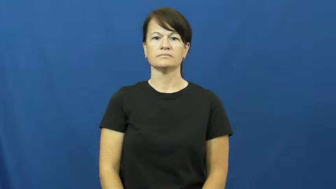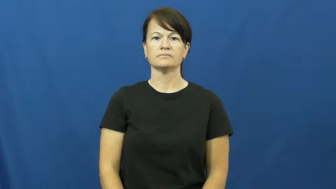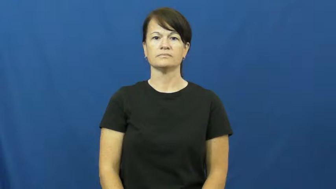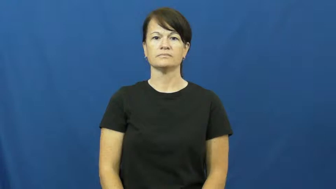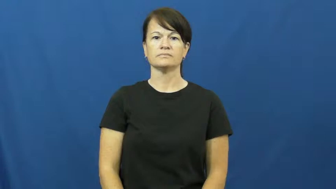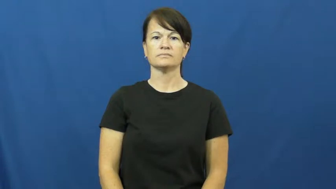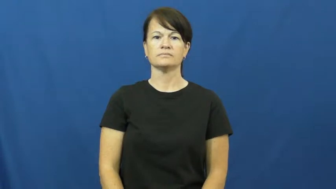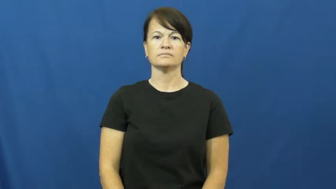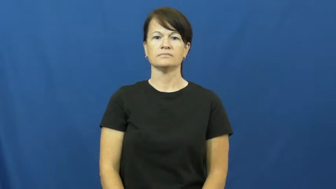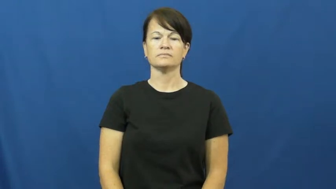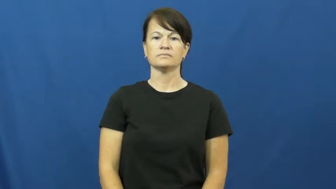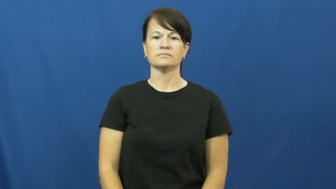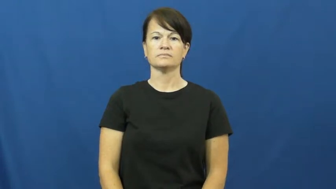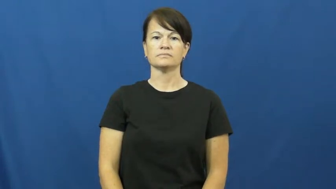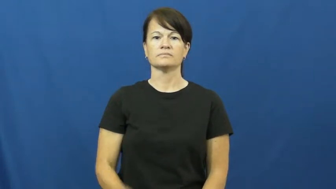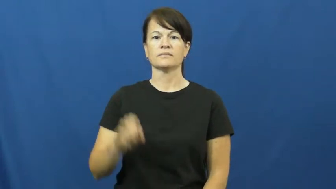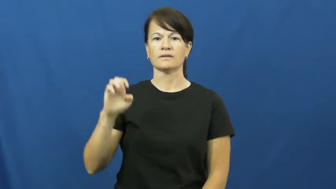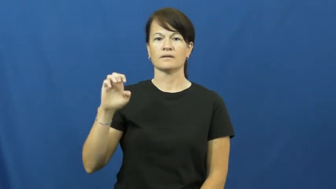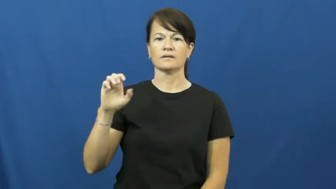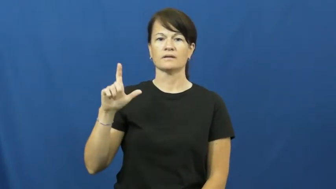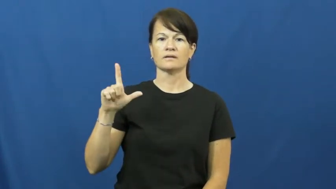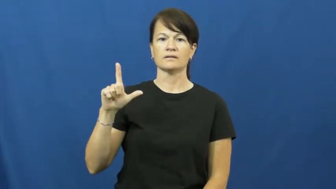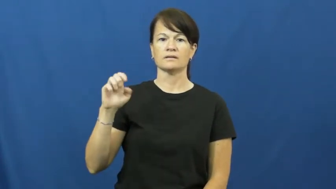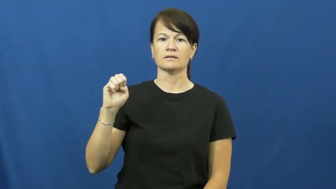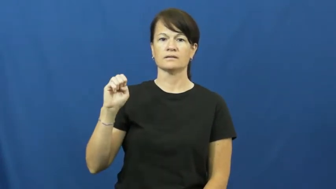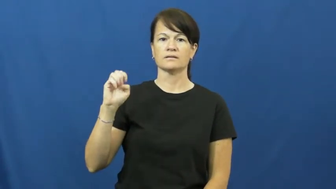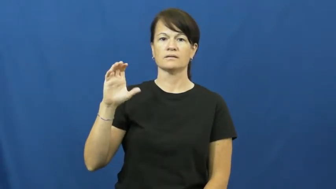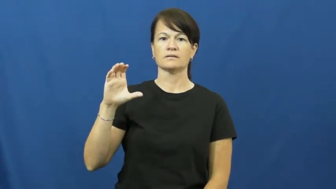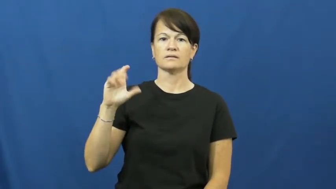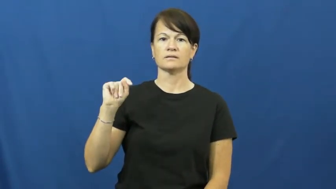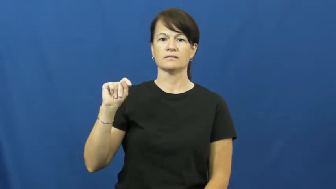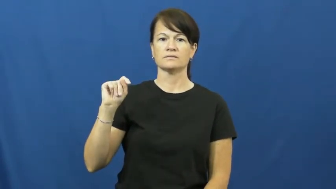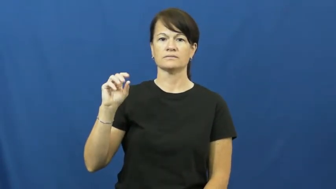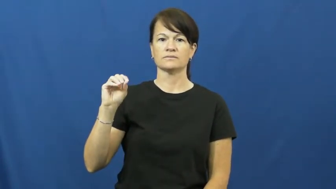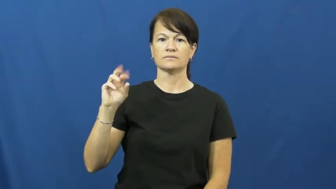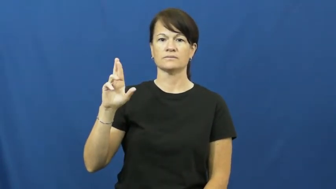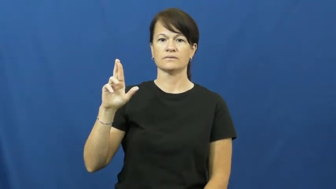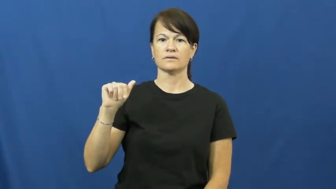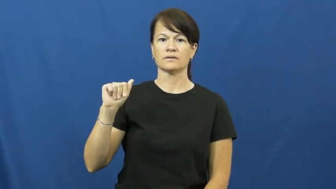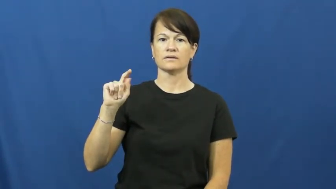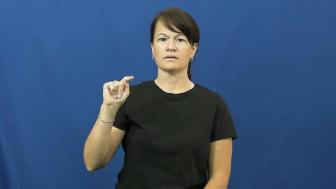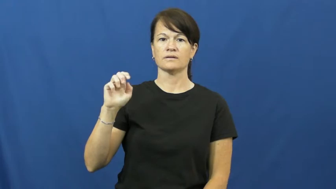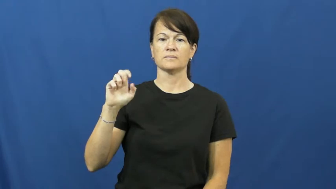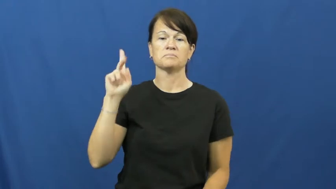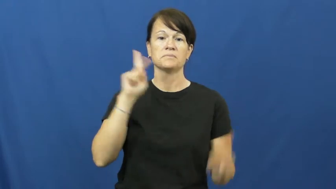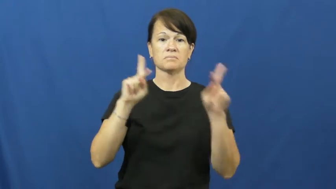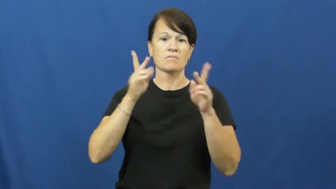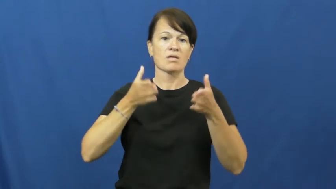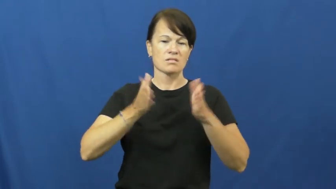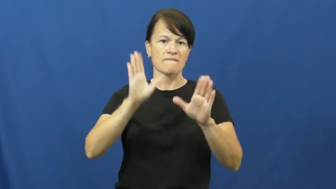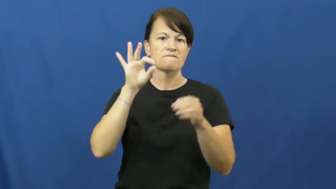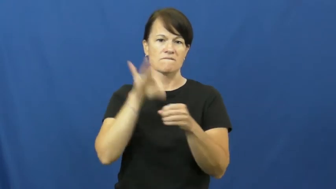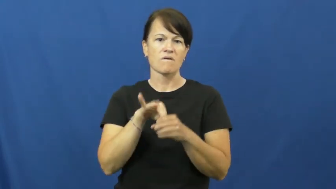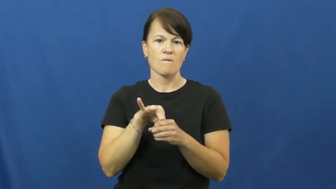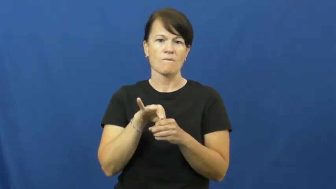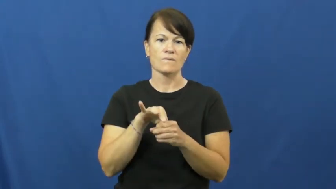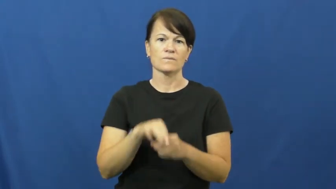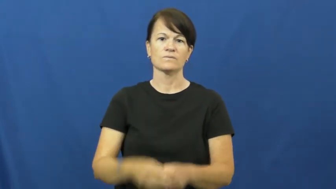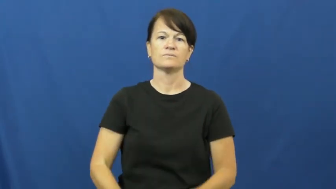electorate